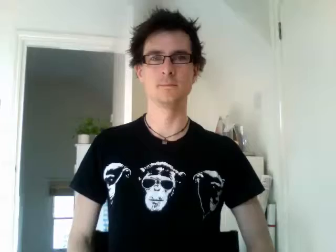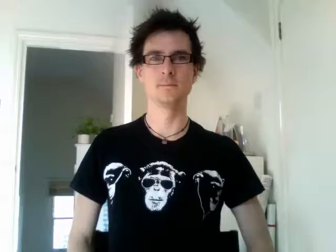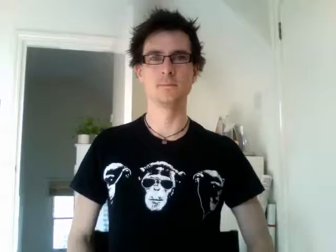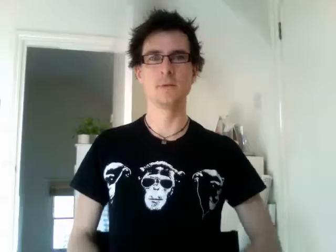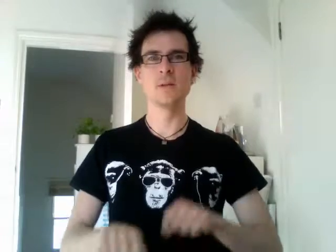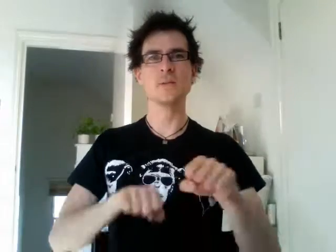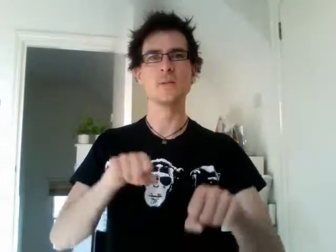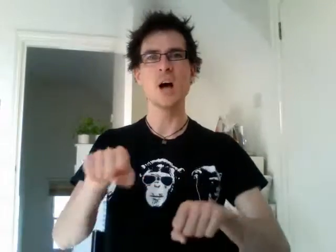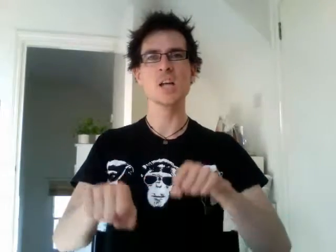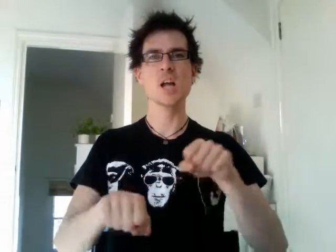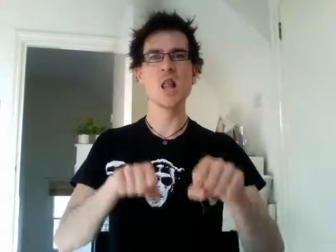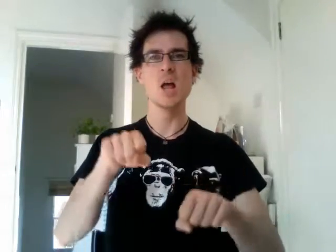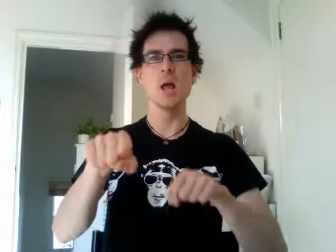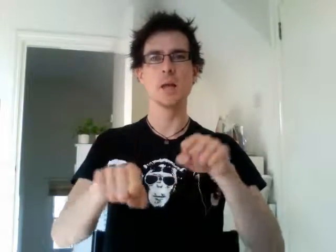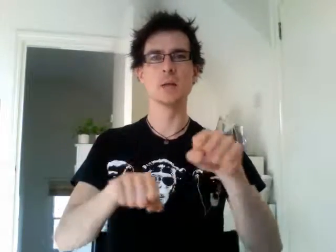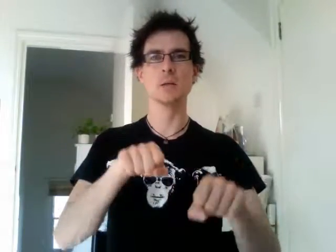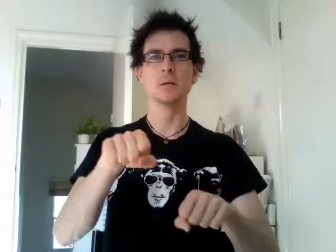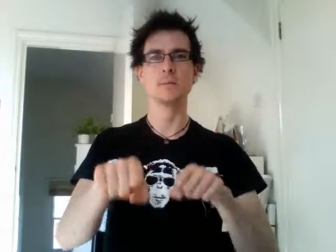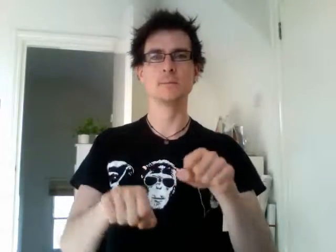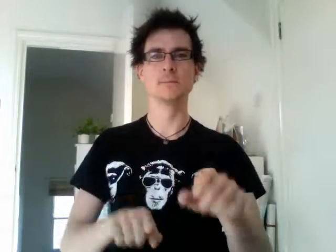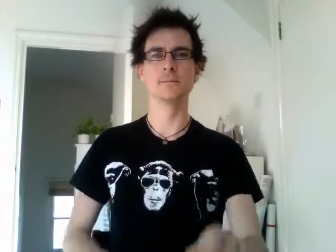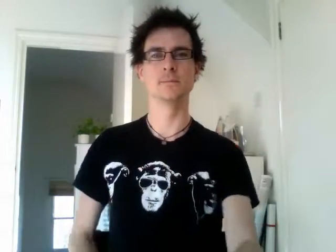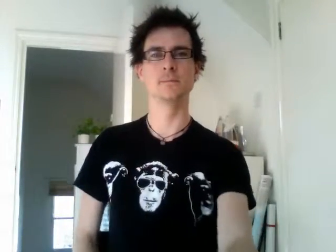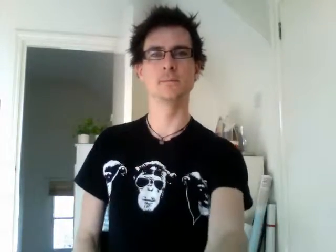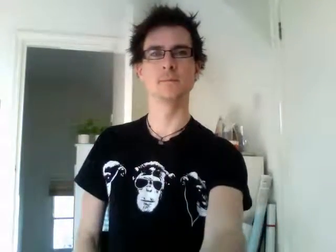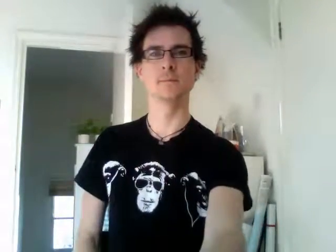cycling